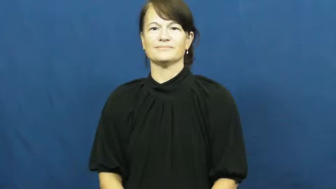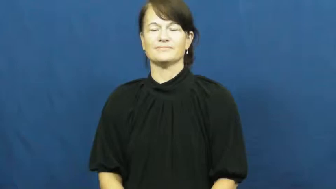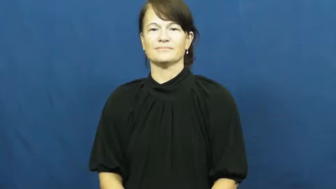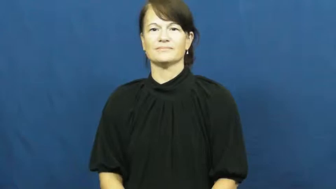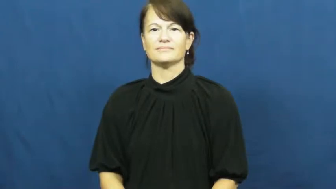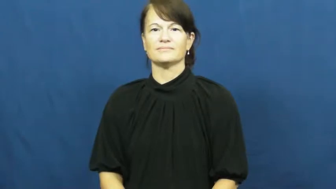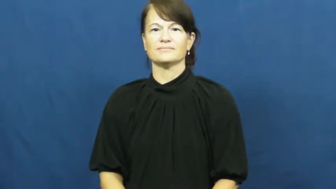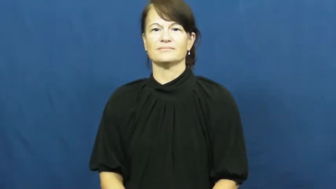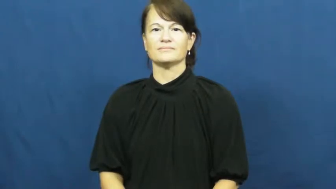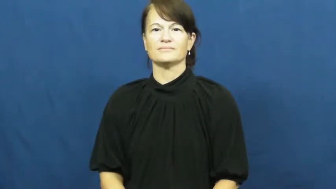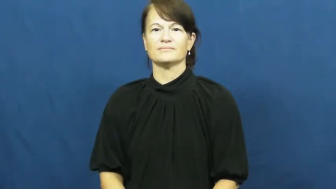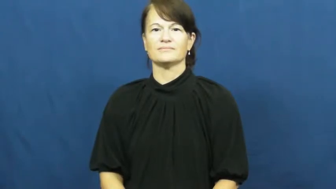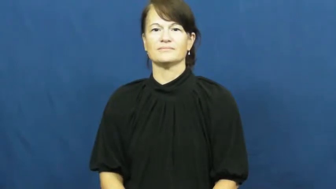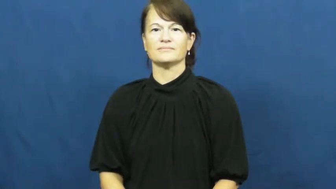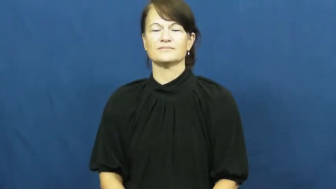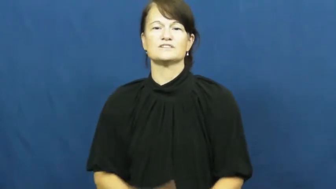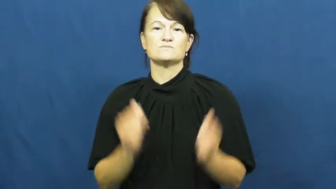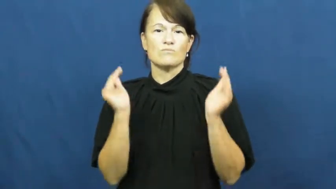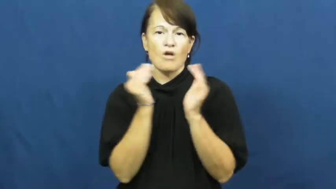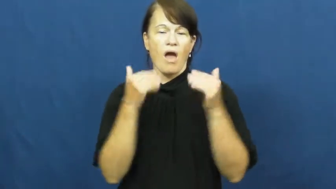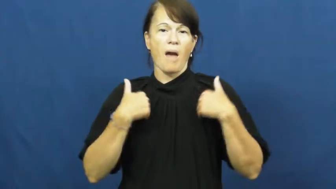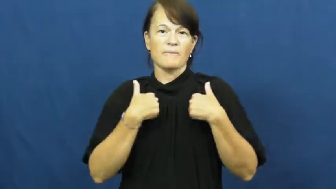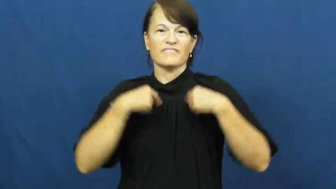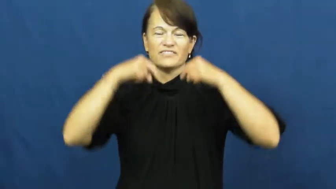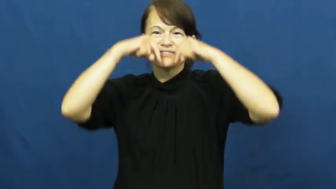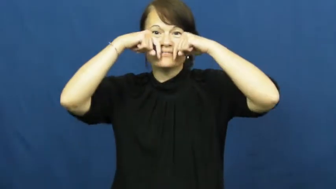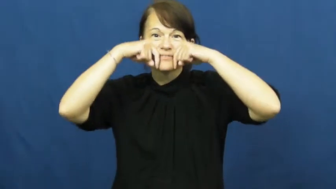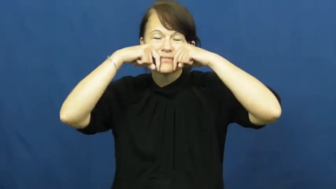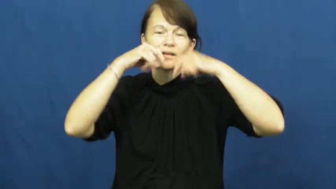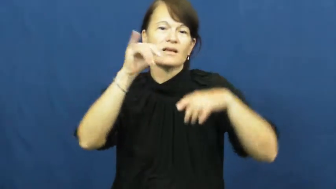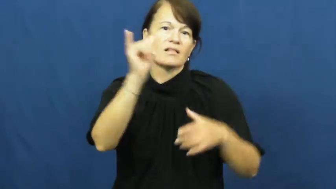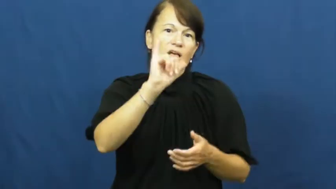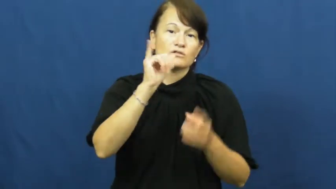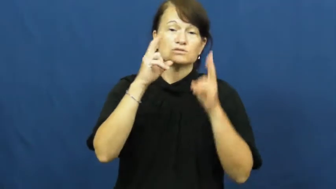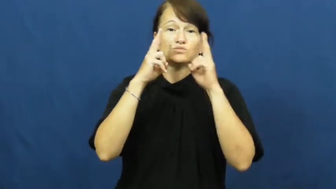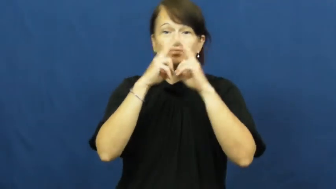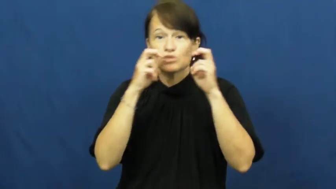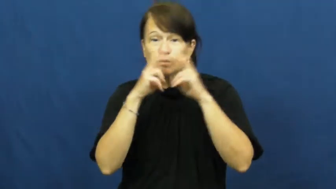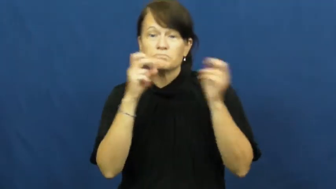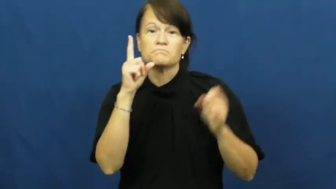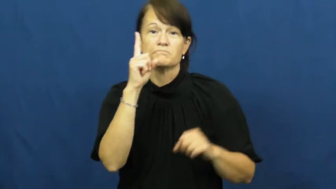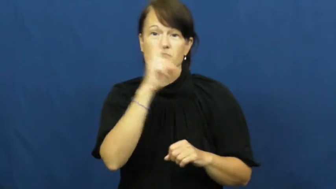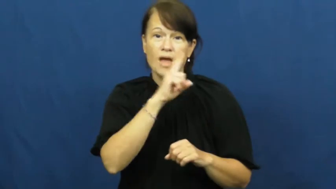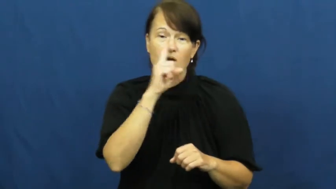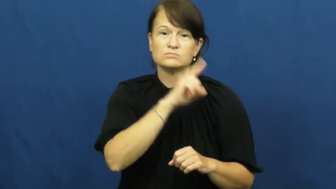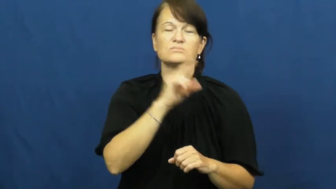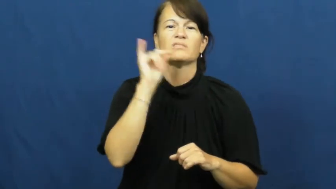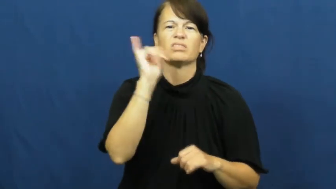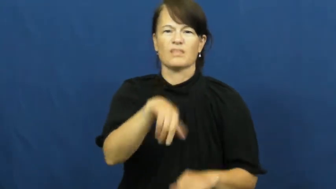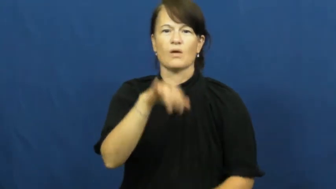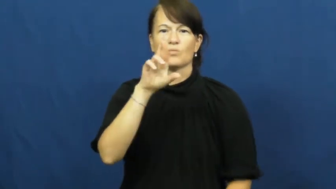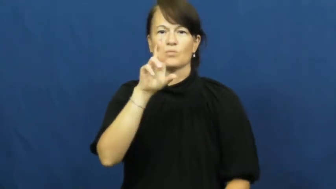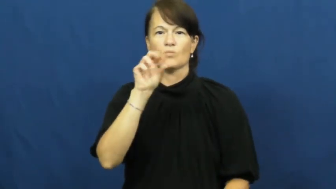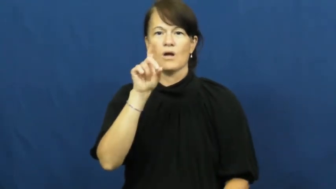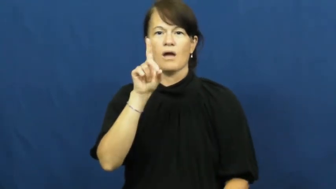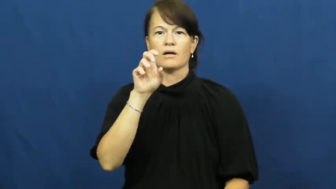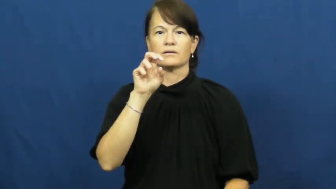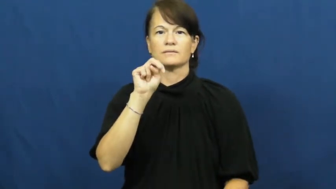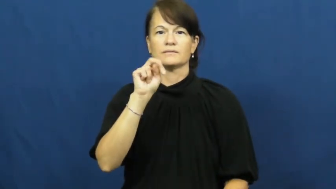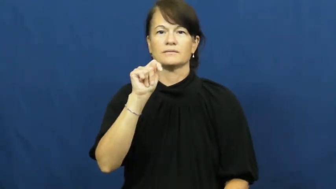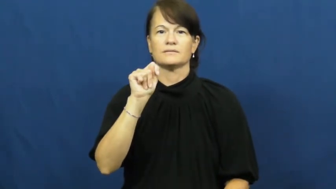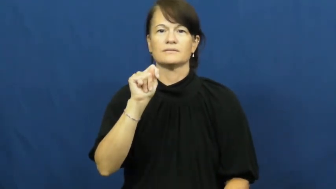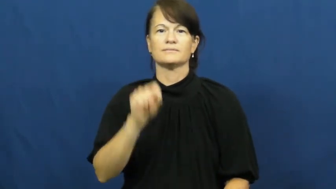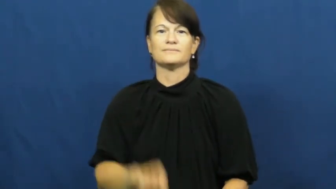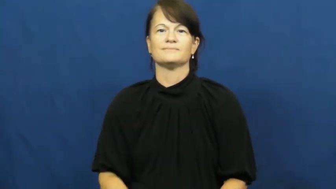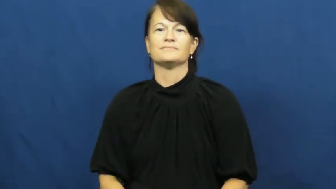rodent